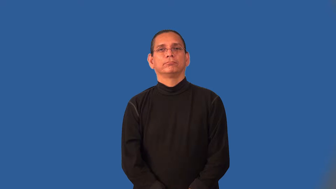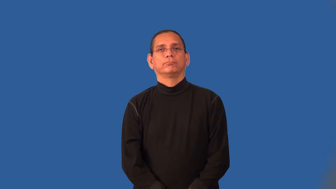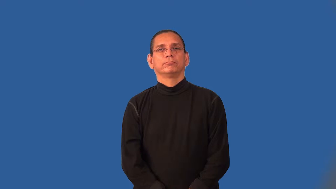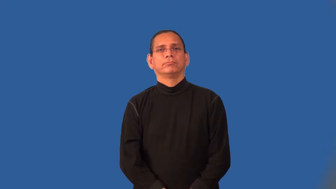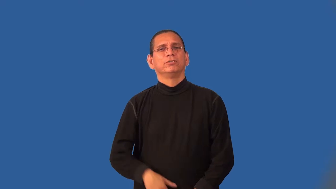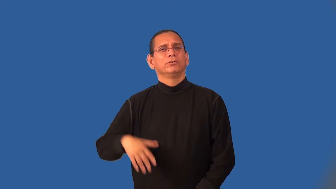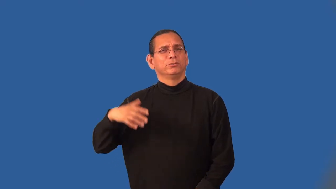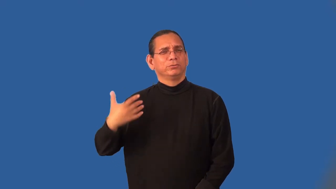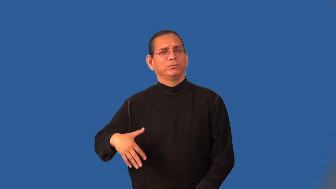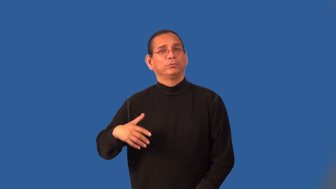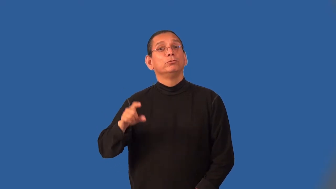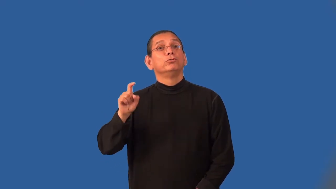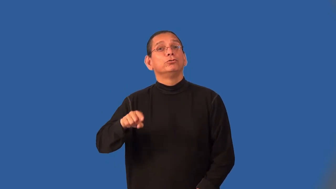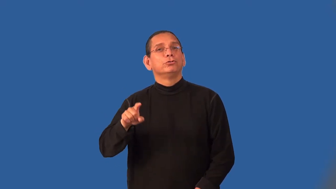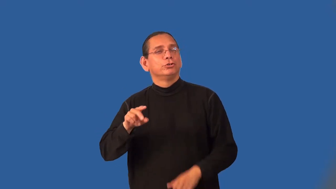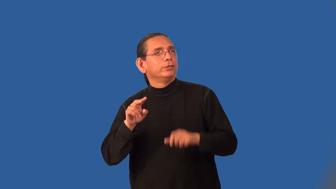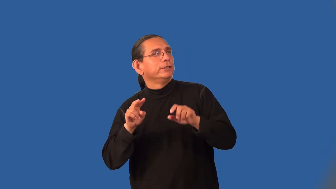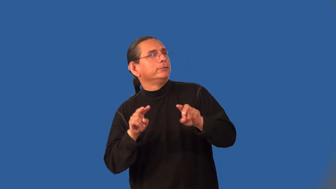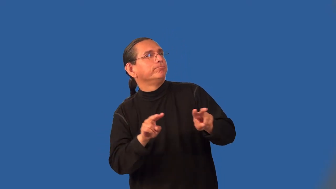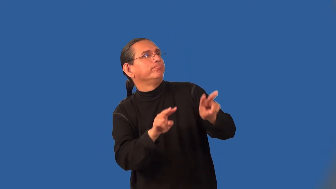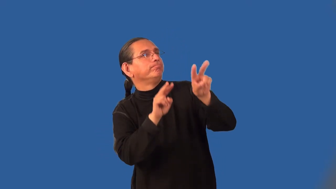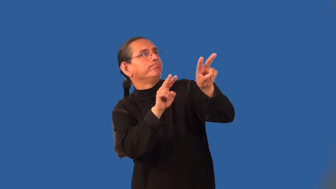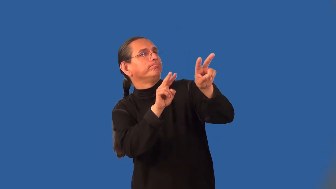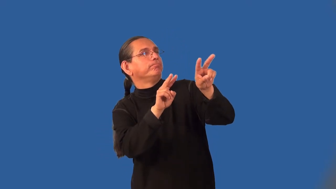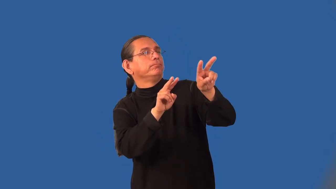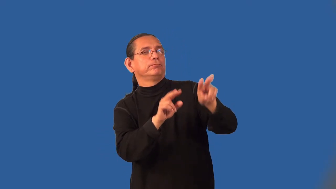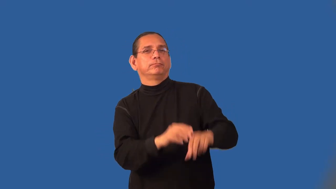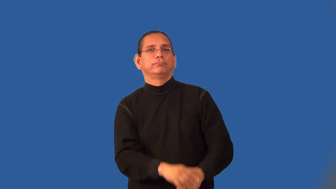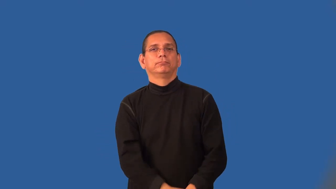laud,glorify